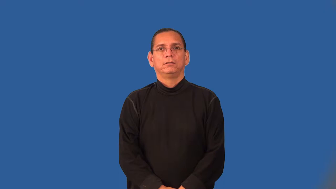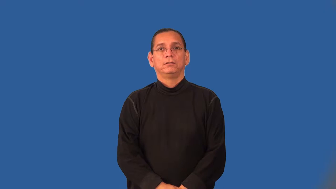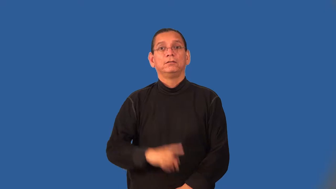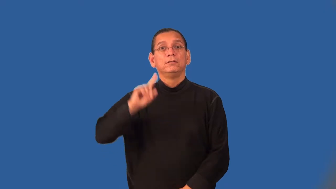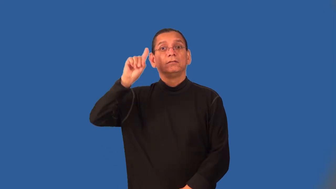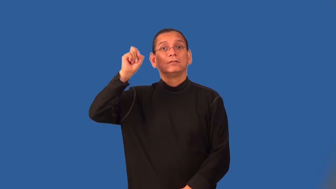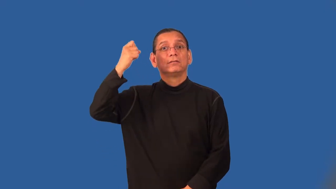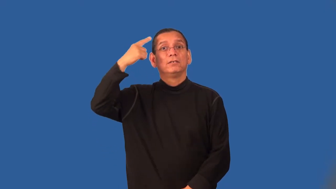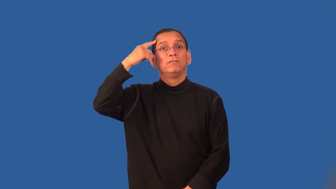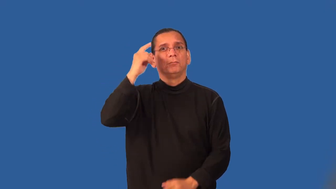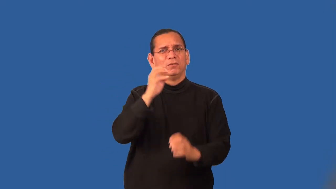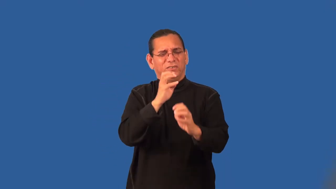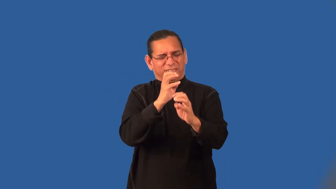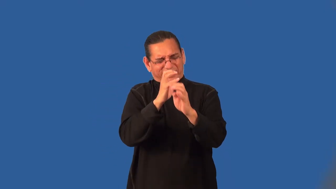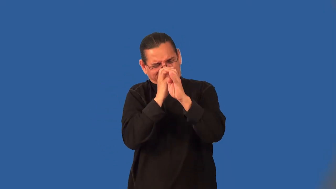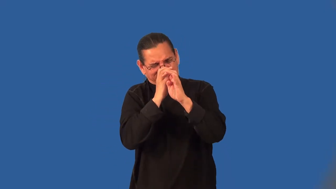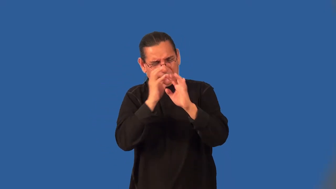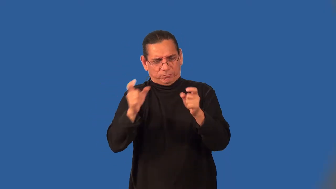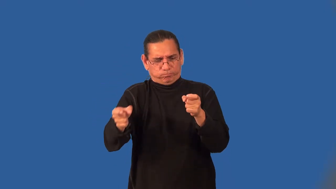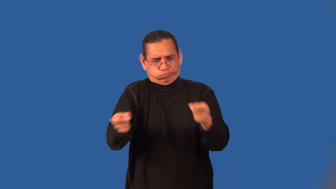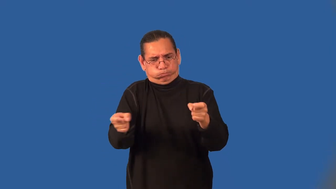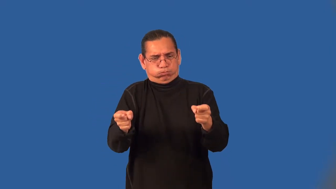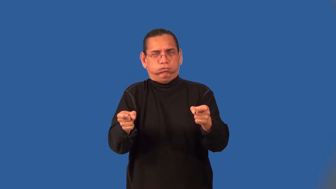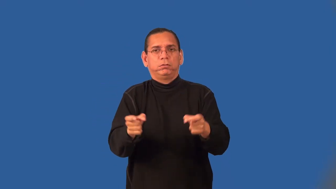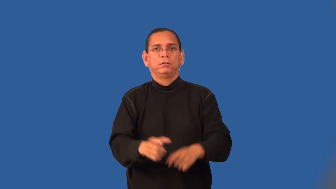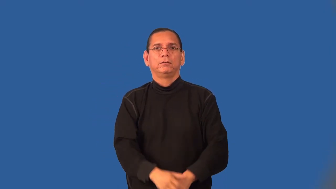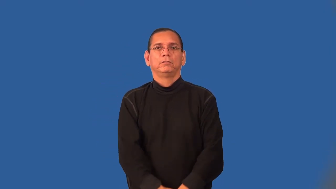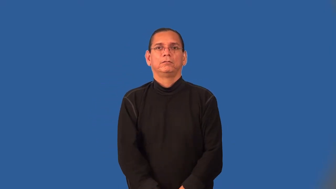totalitarian